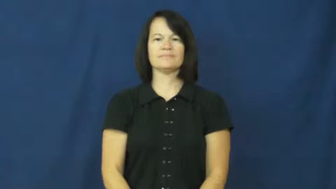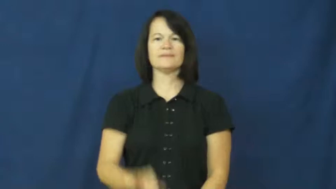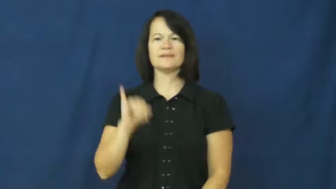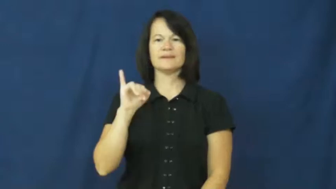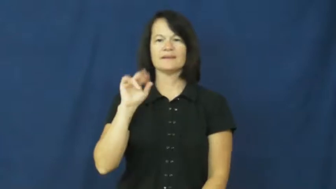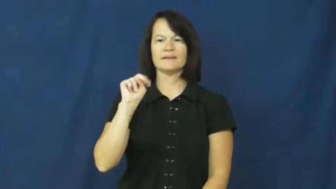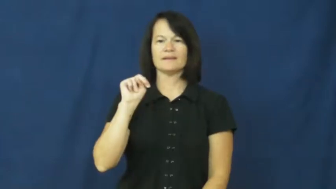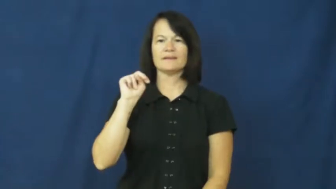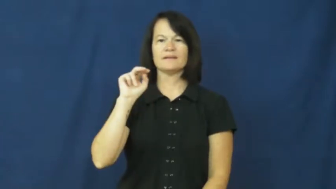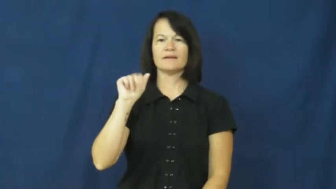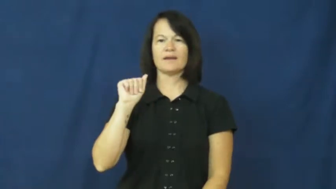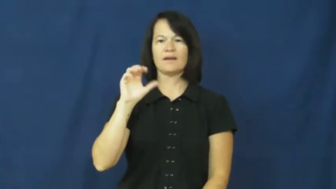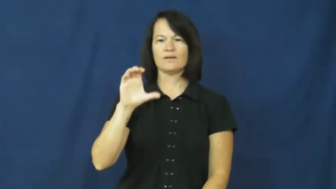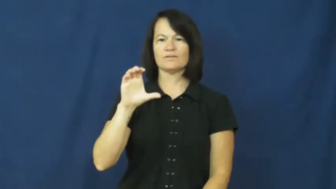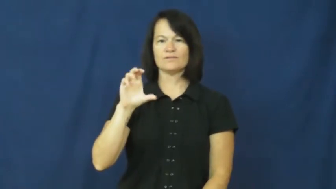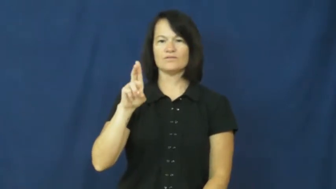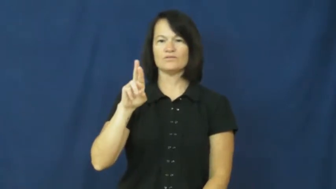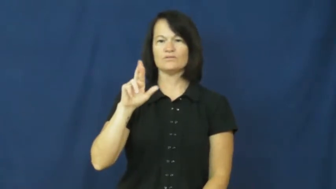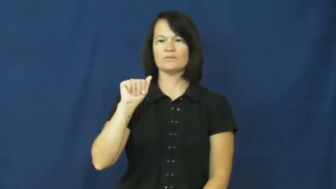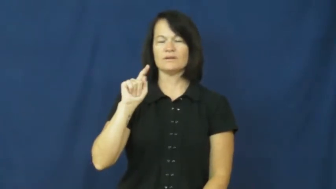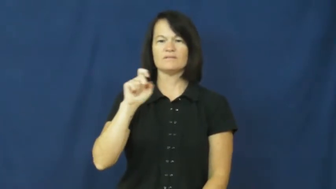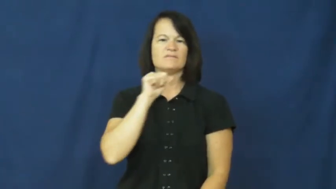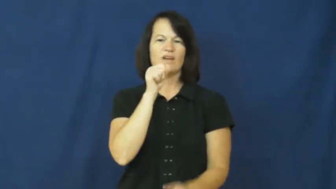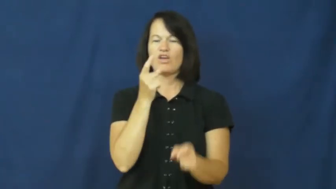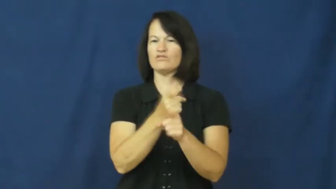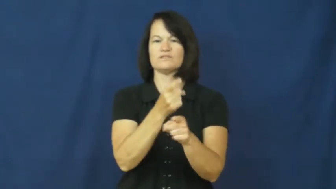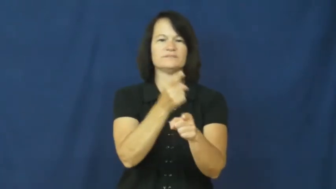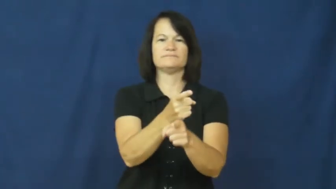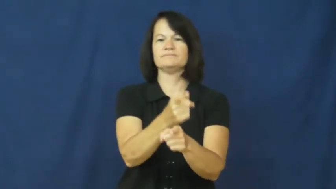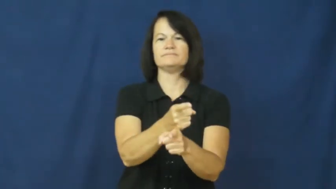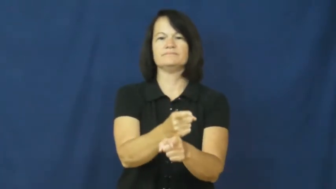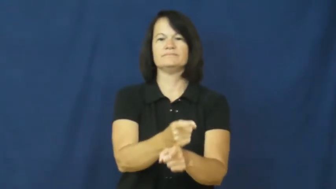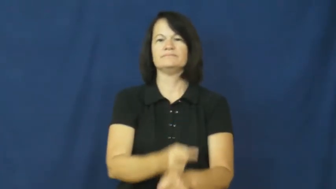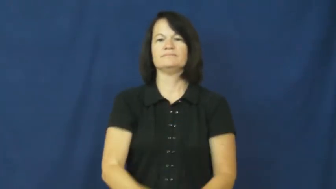inaccurate